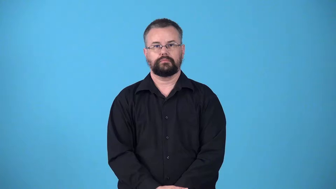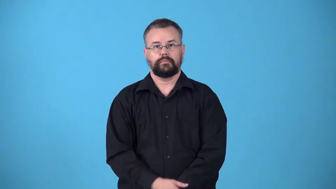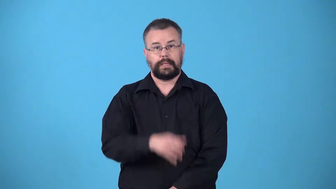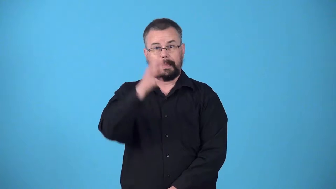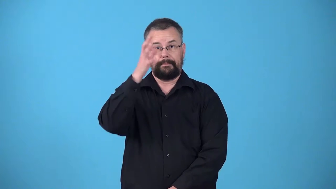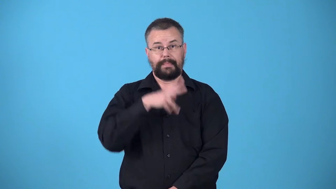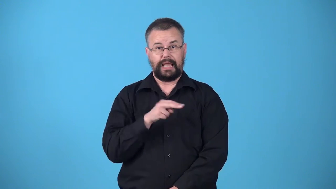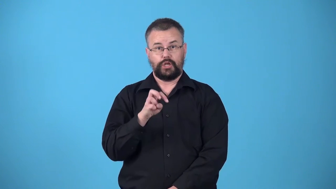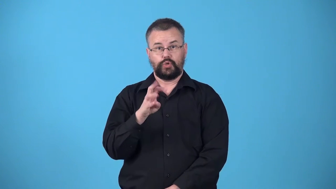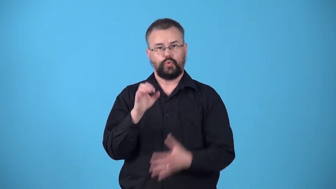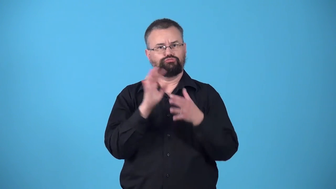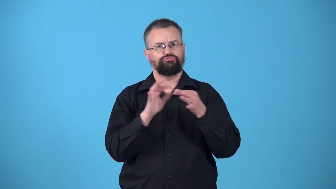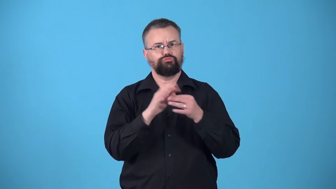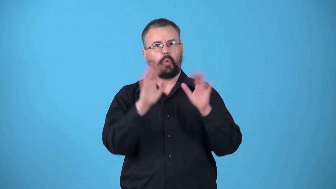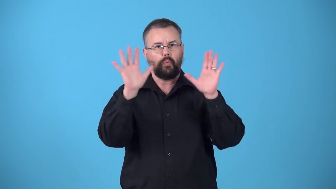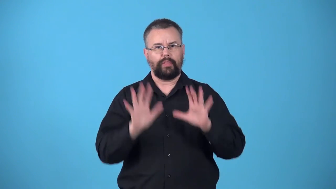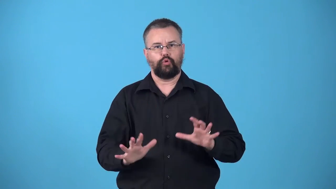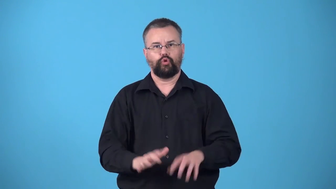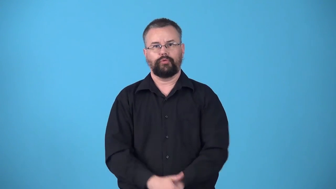weatherman,weatherperson